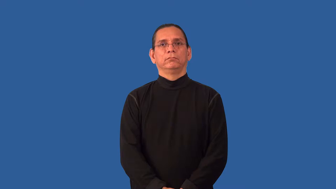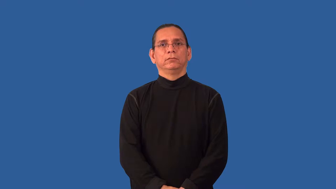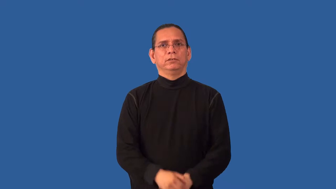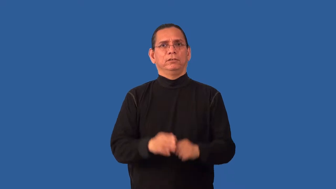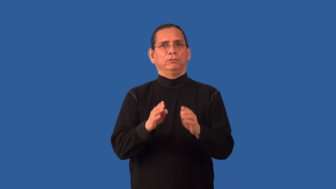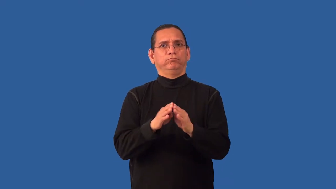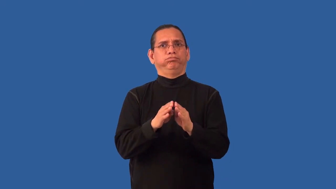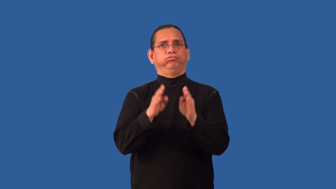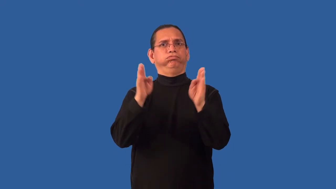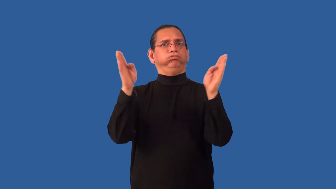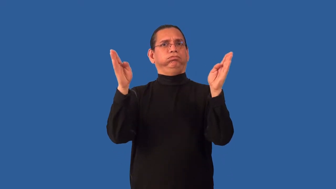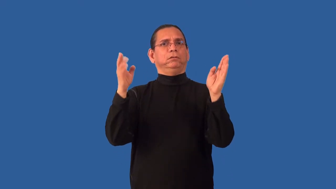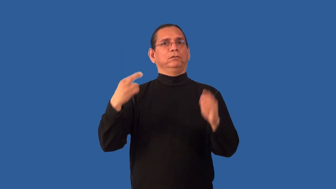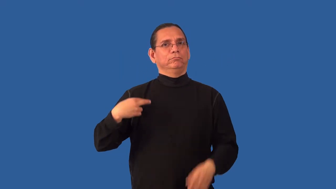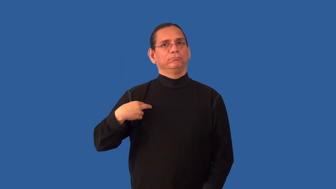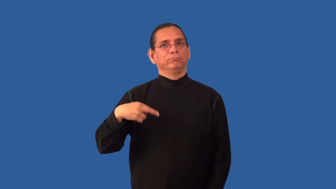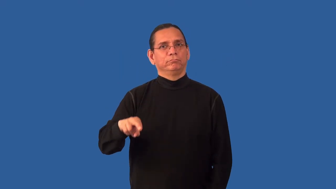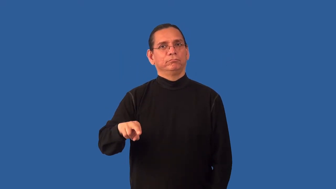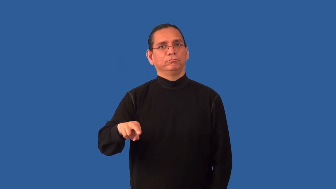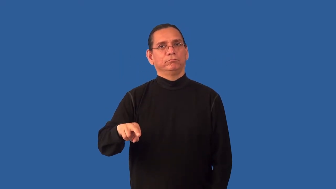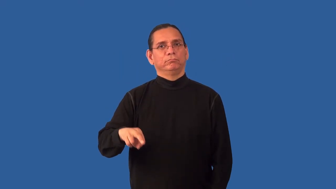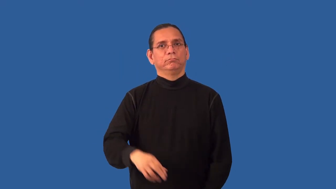nonsectarian